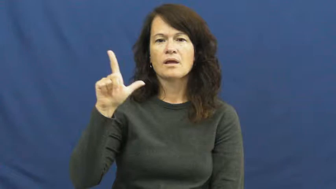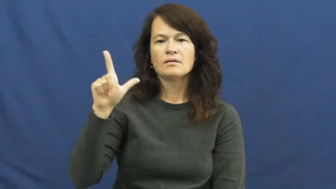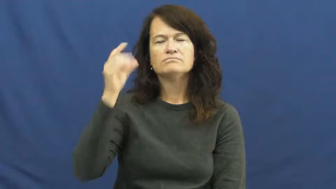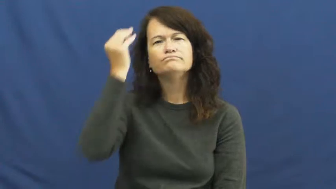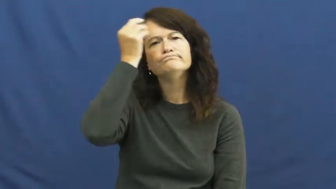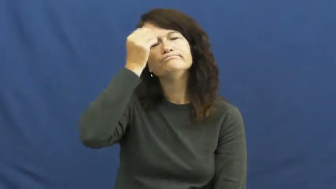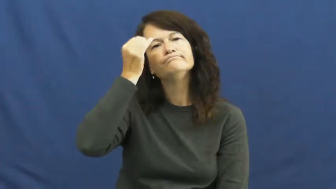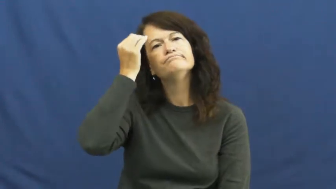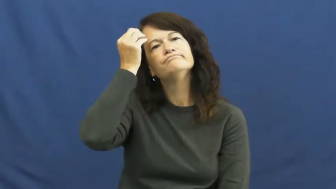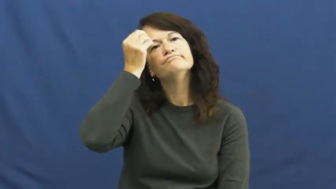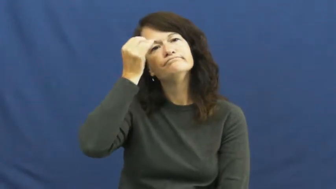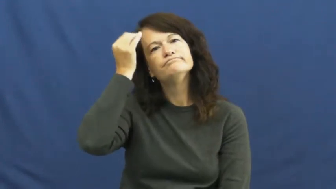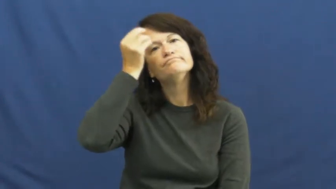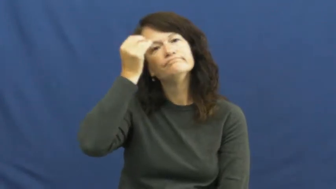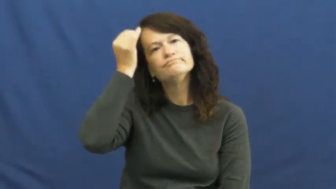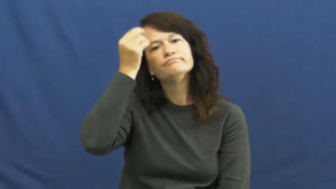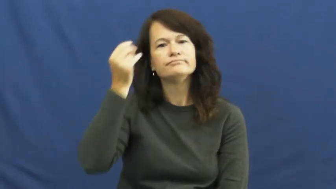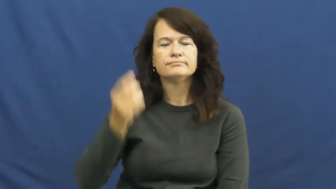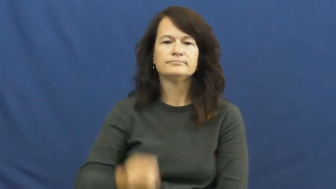contemplate